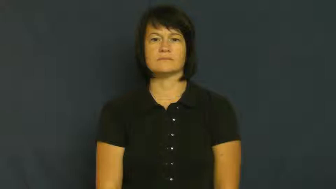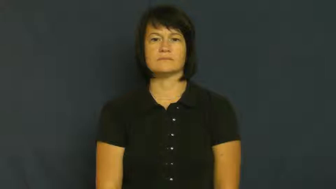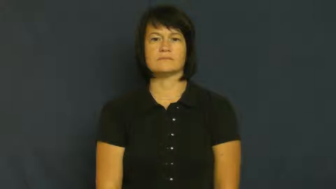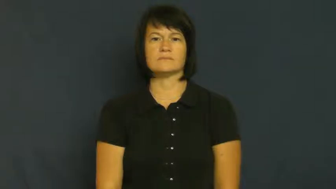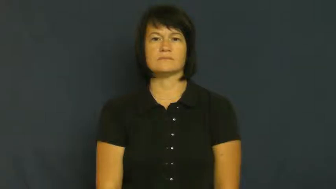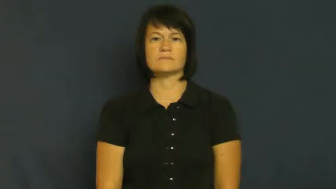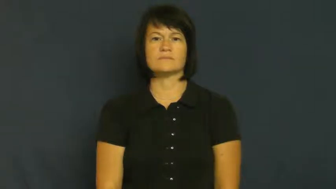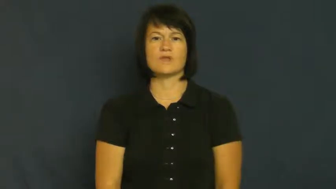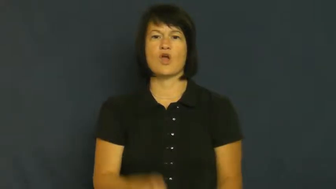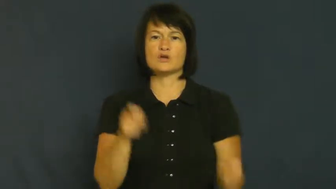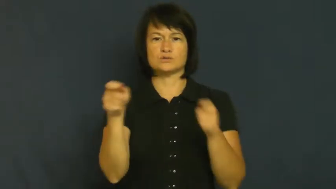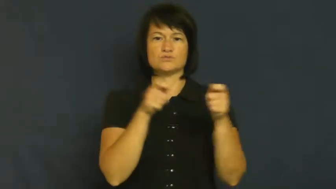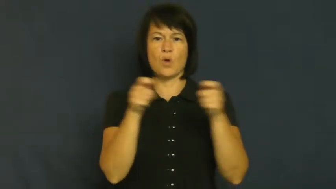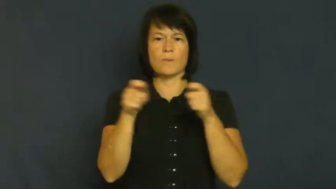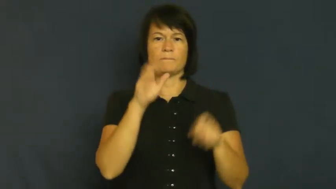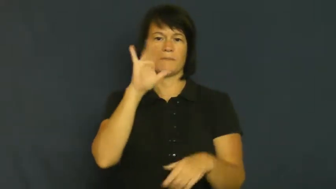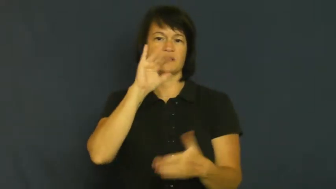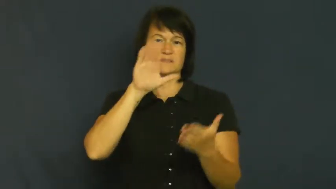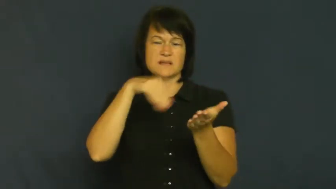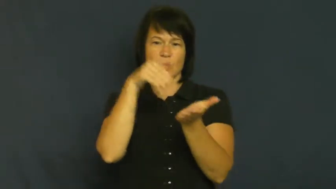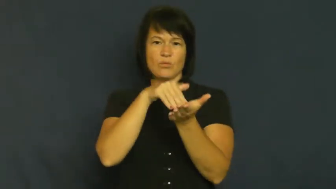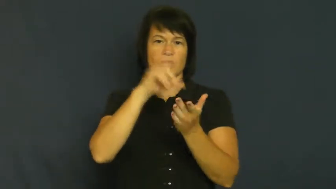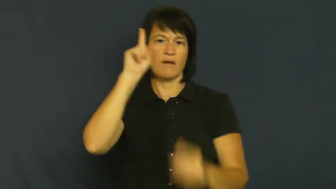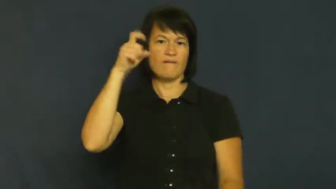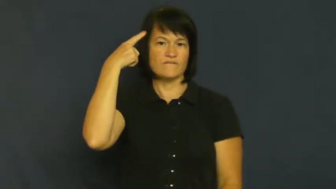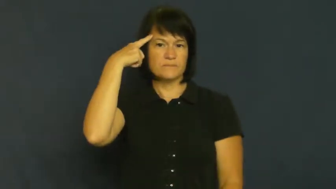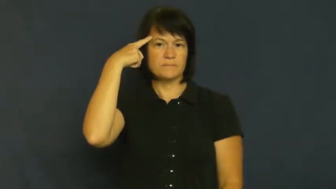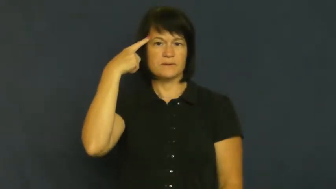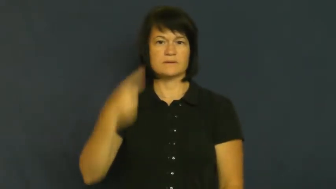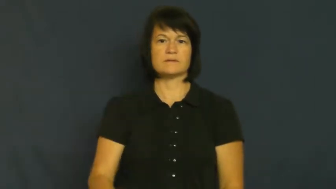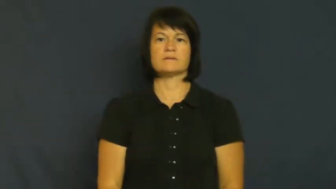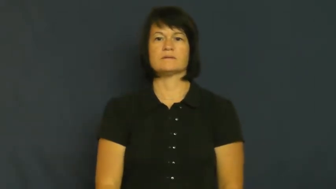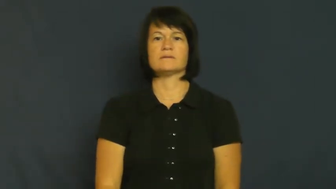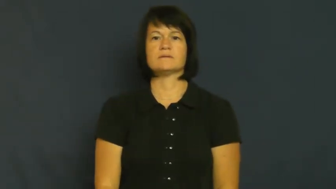unitary-controlled by a central govt